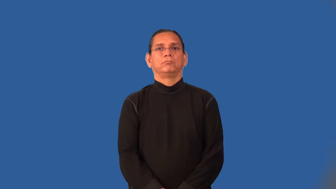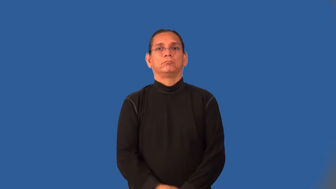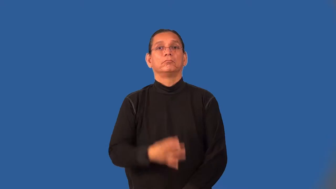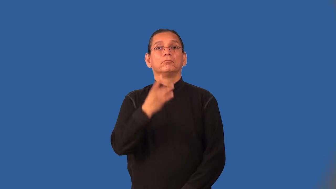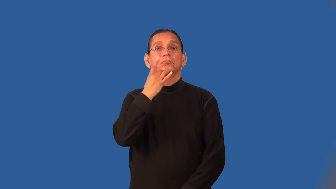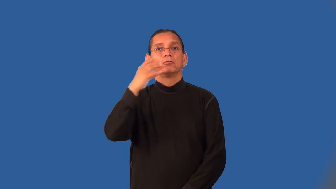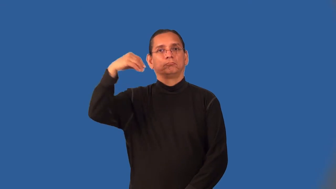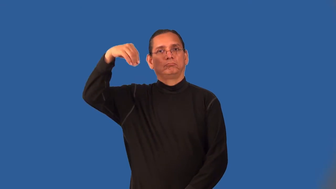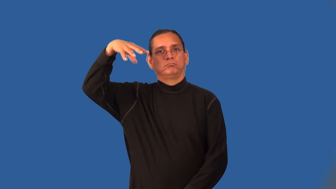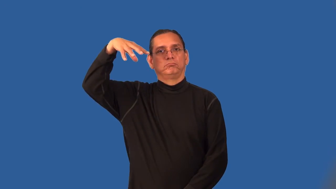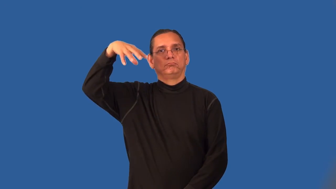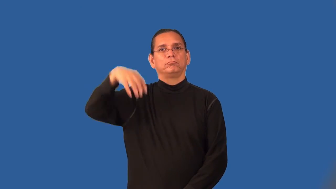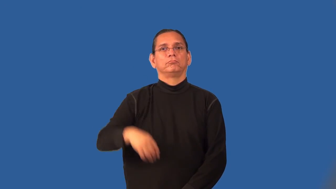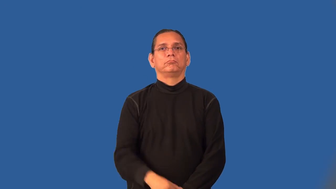on,burn-light